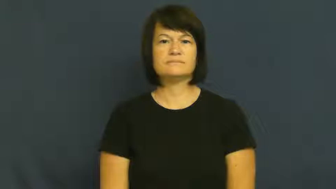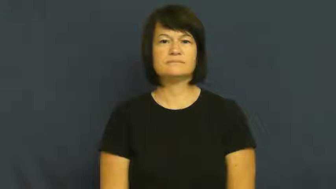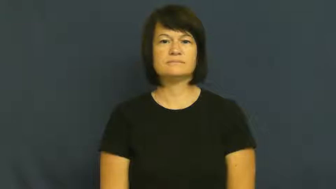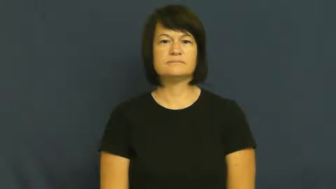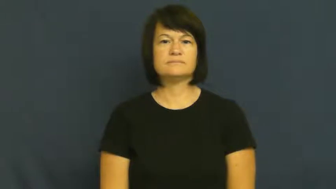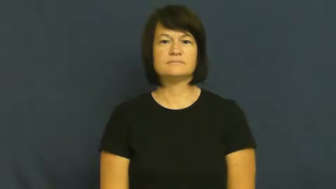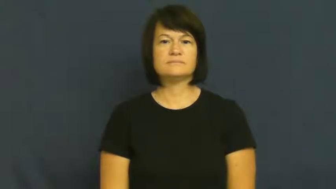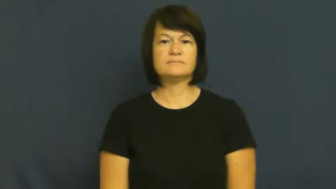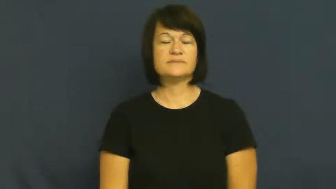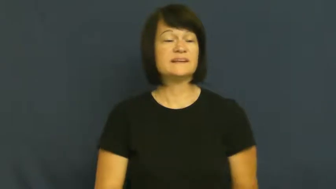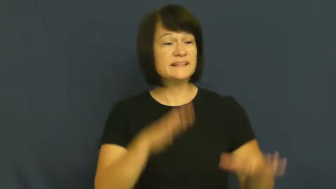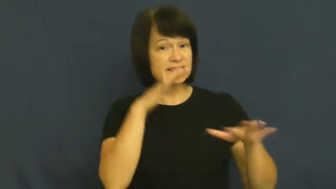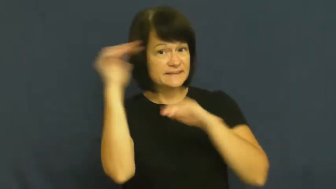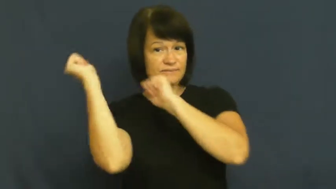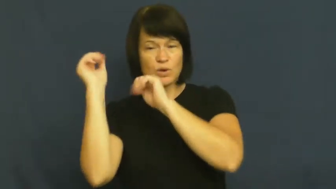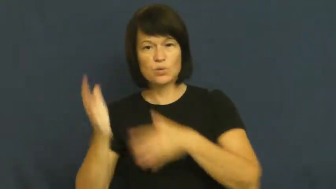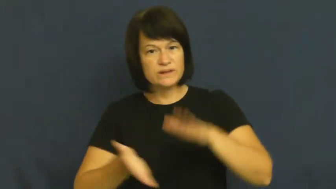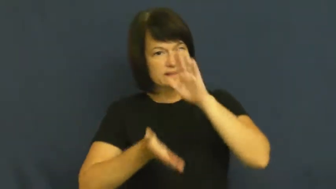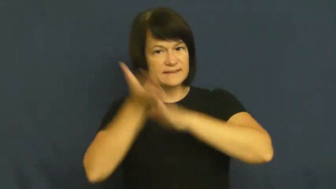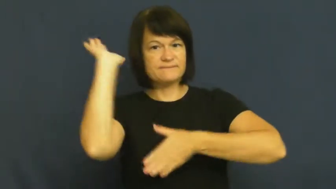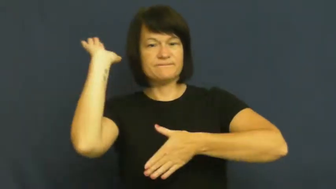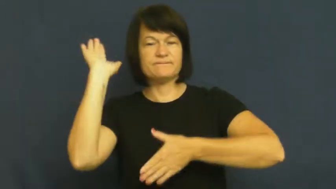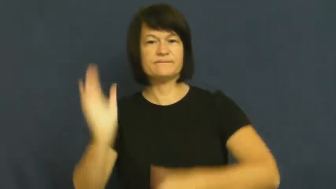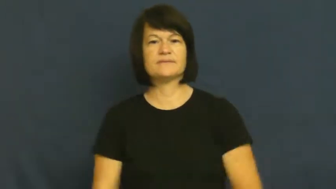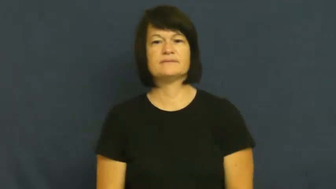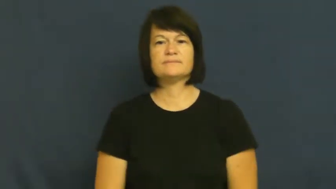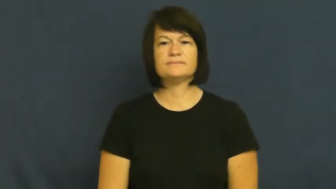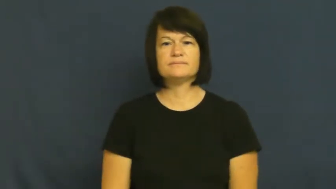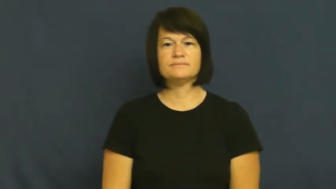pull off,pull away,pull out